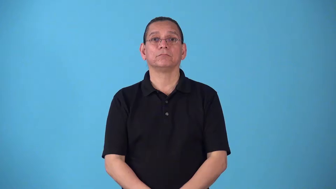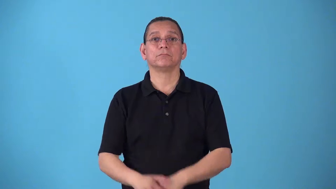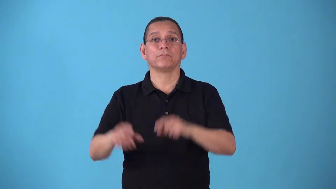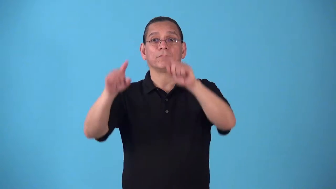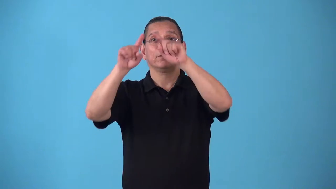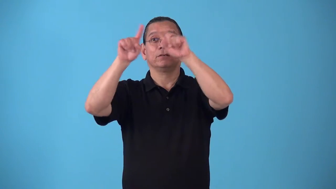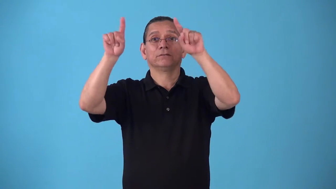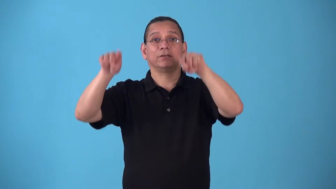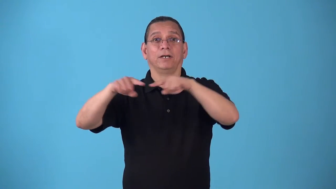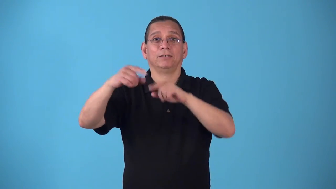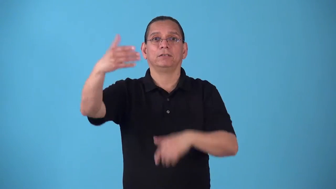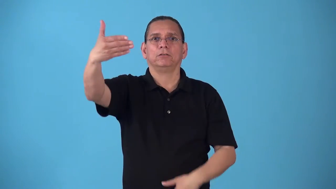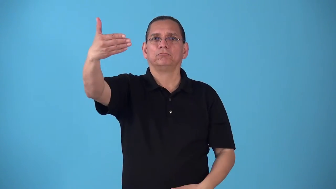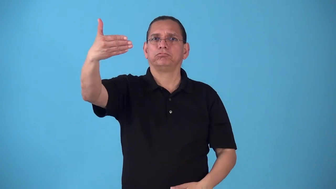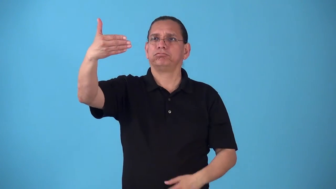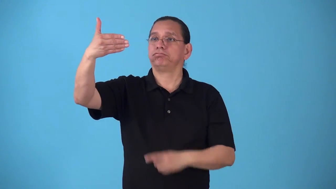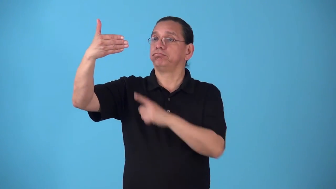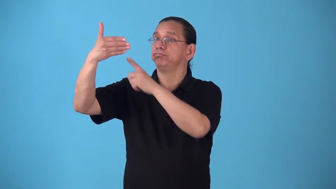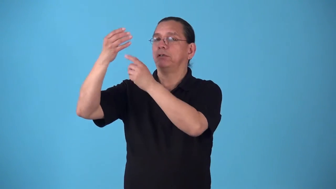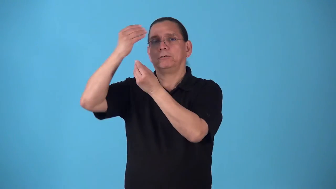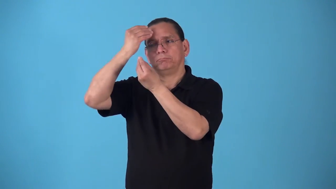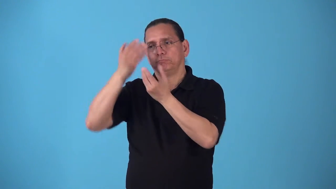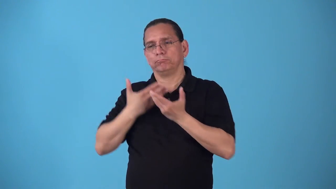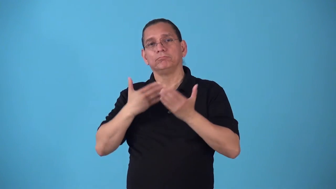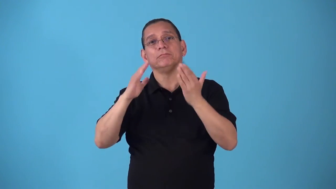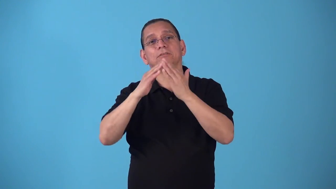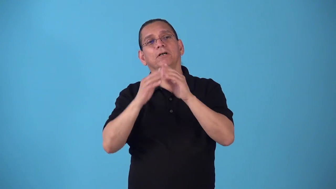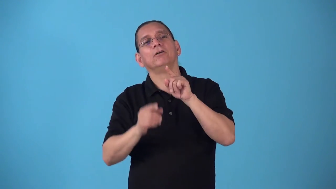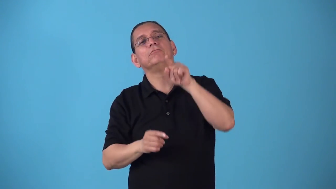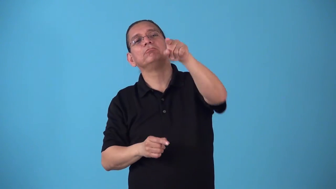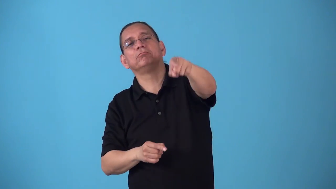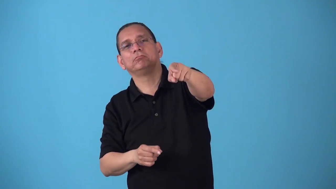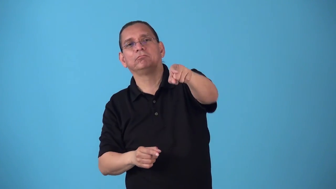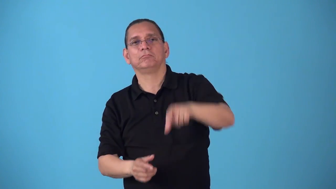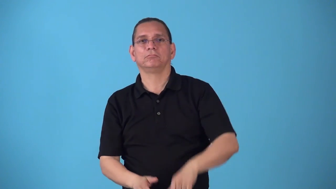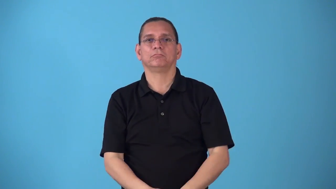signpost-show something is important